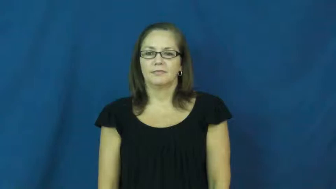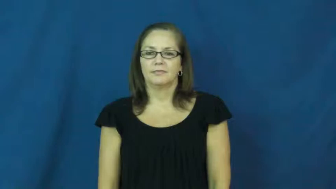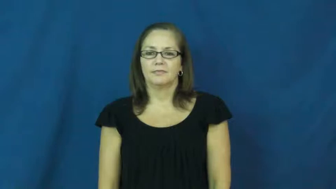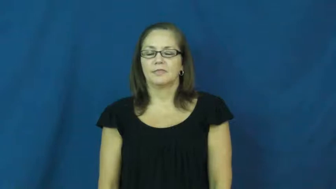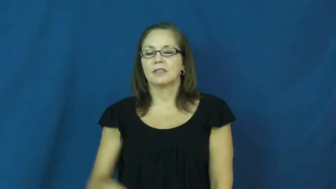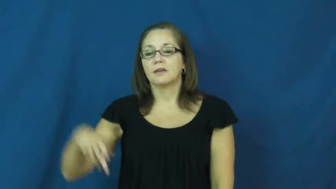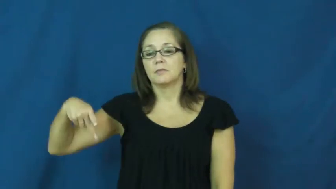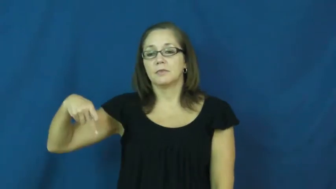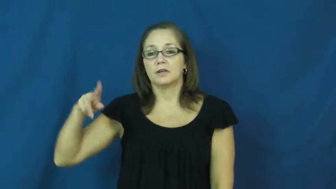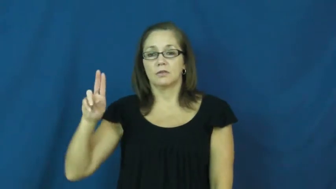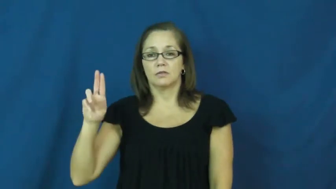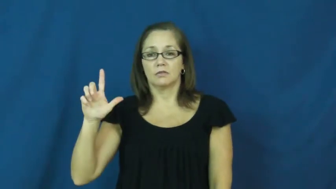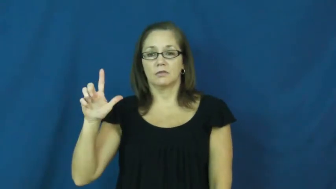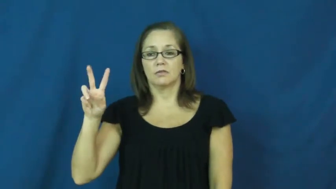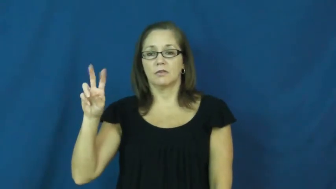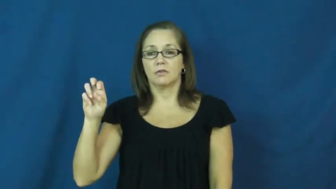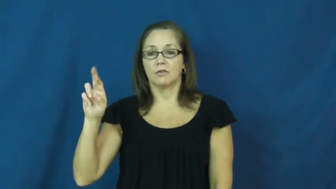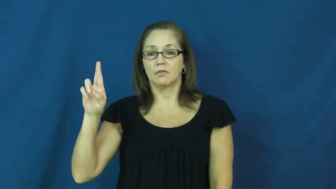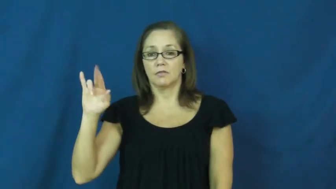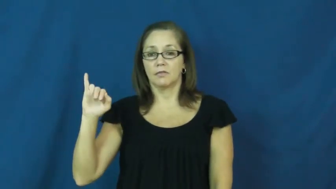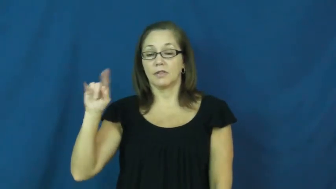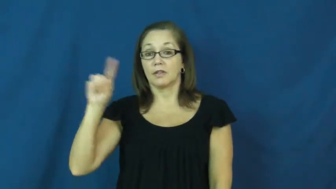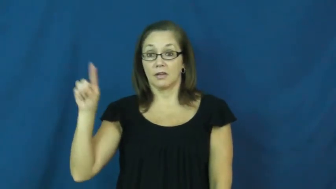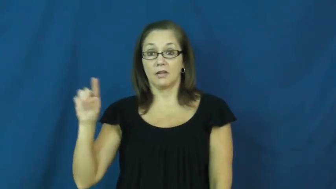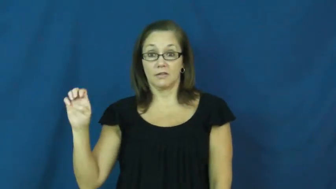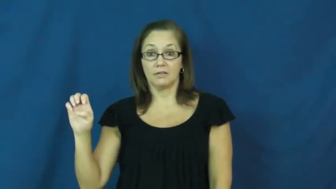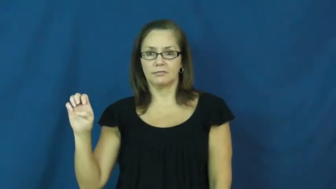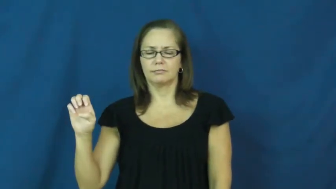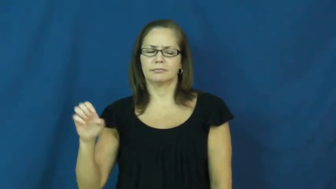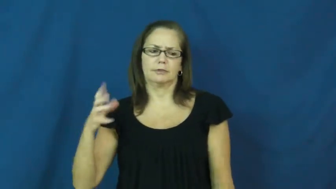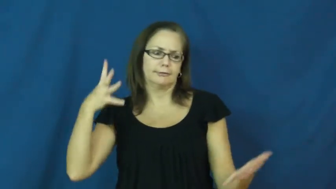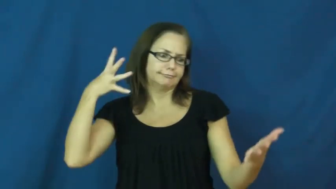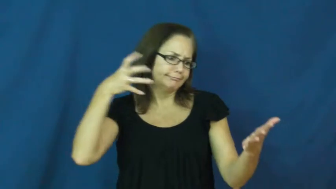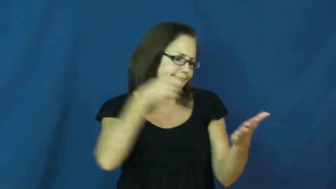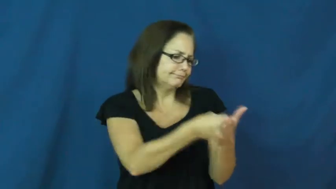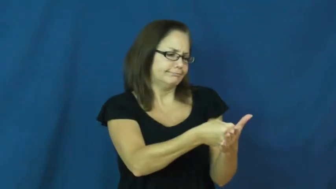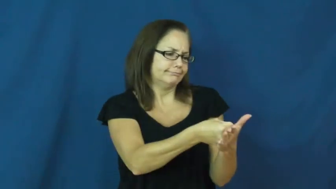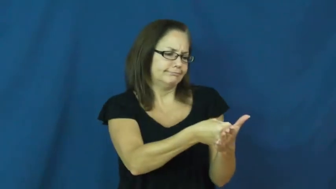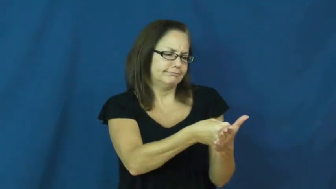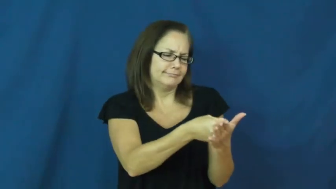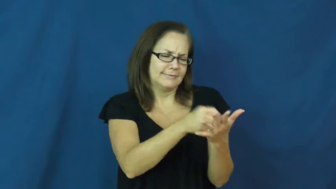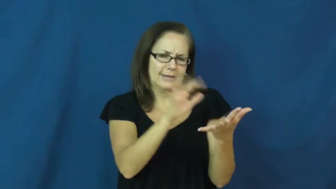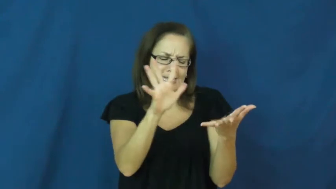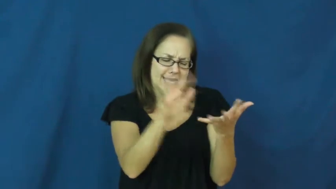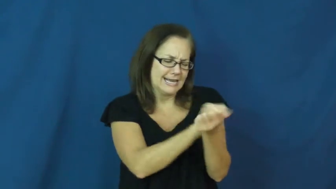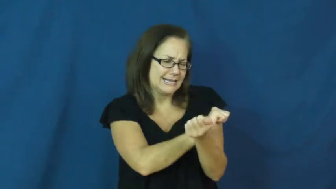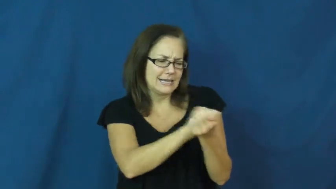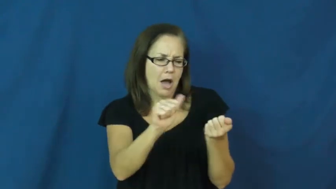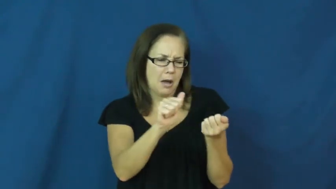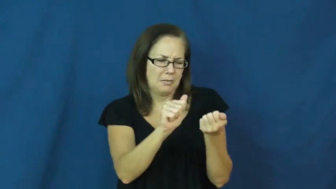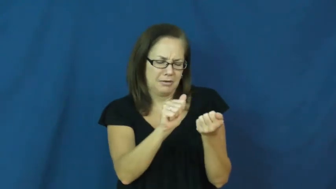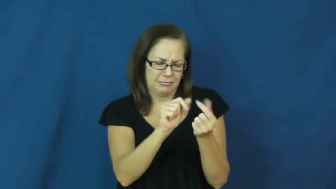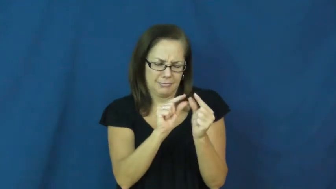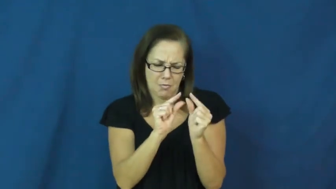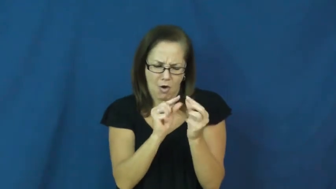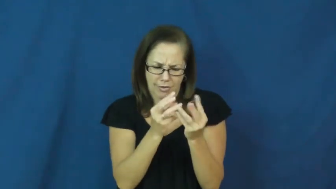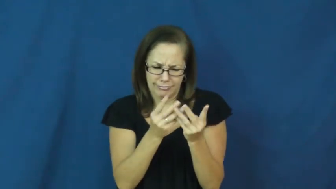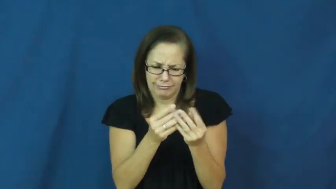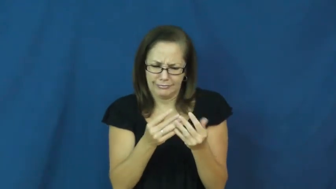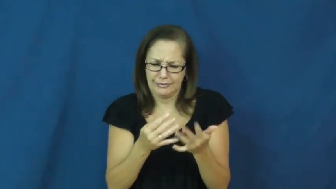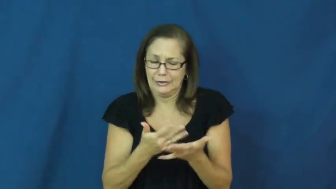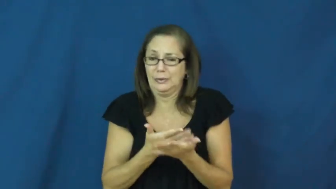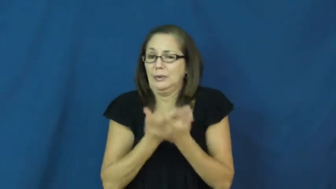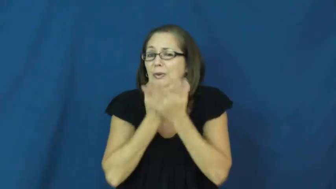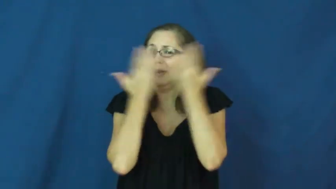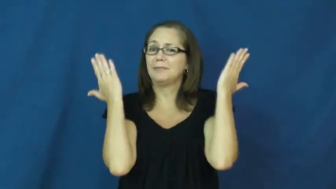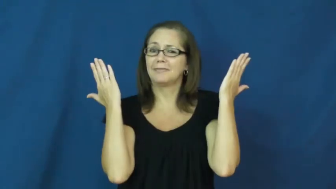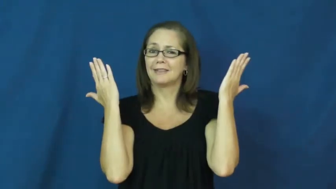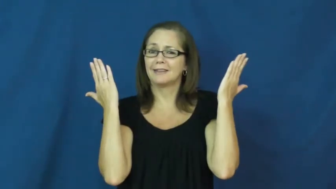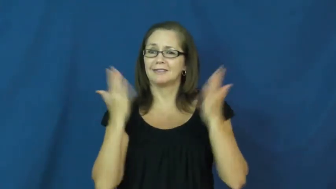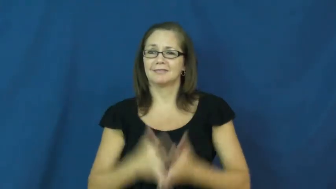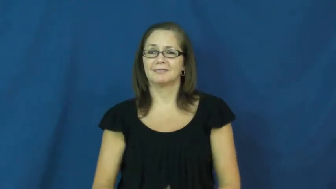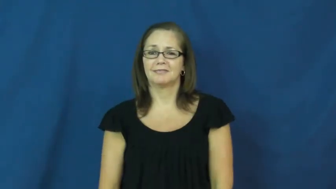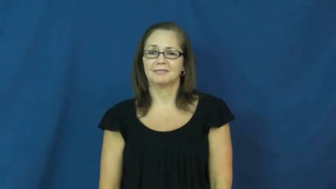pulverize